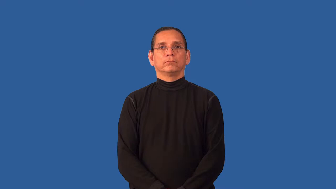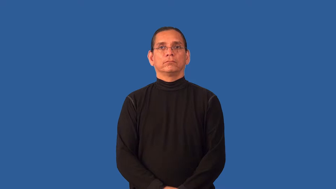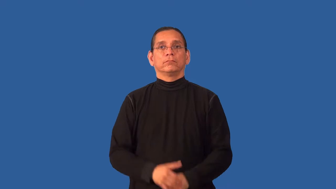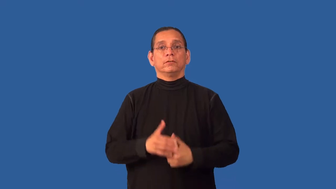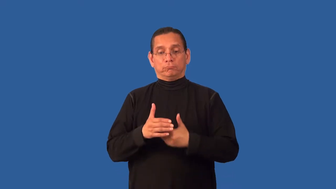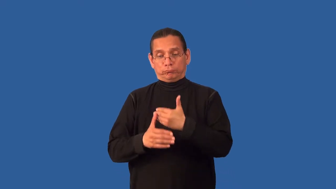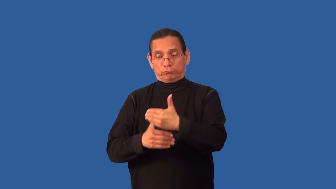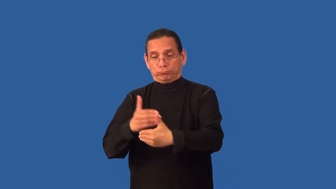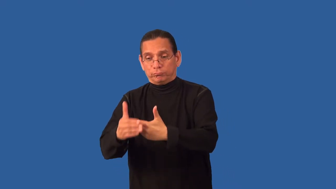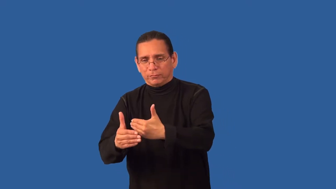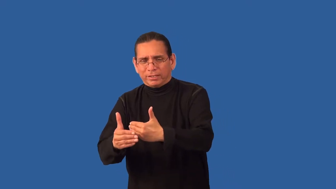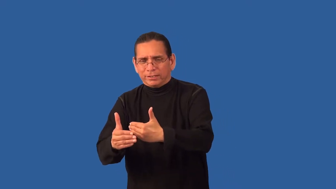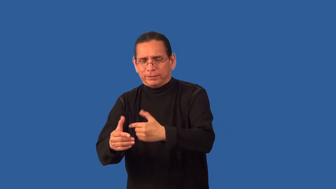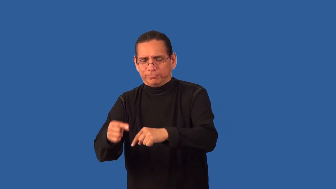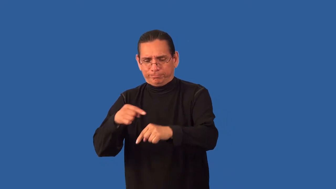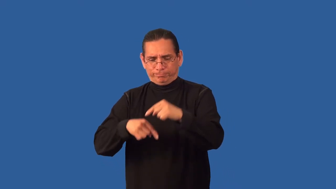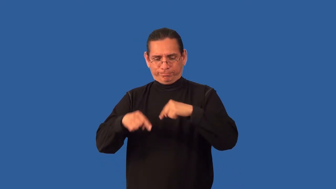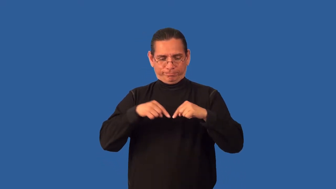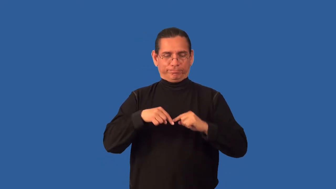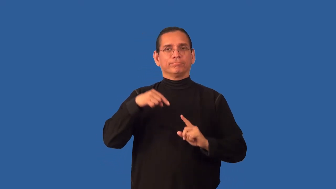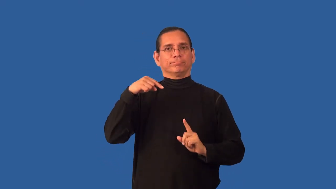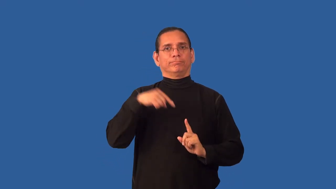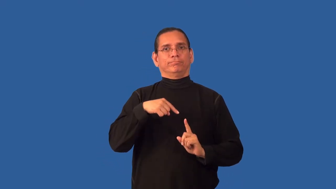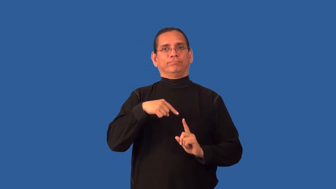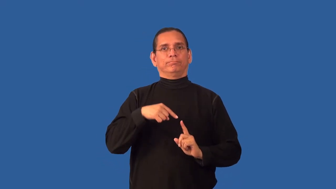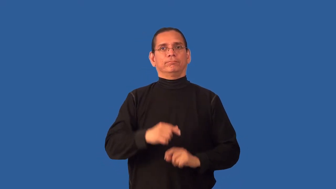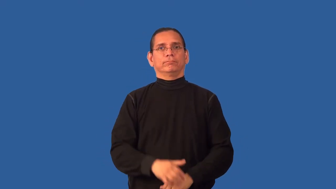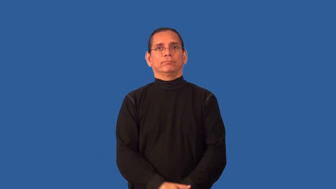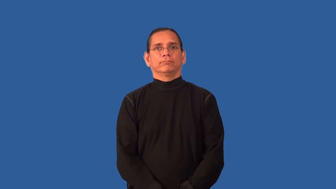back,return,restore-to an earlier state